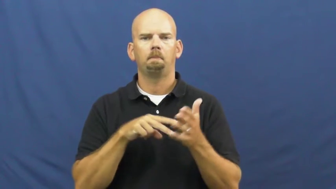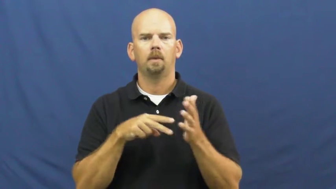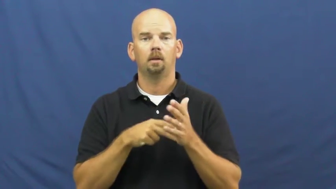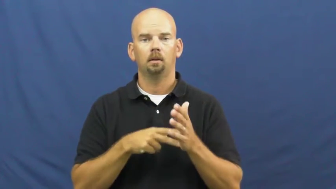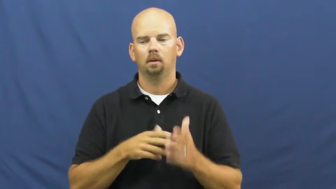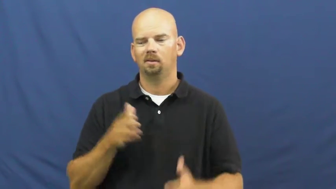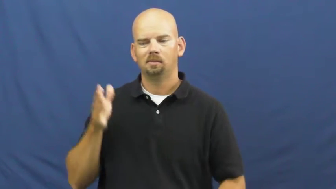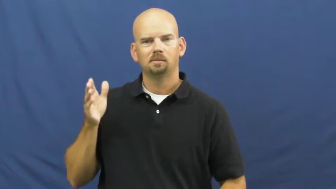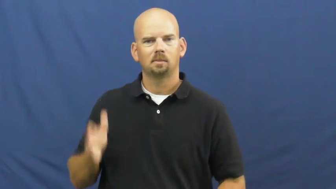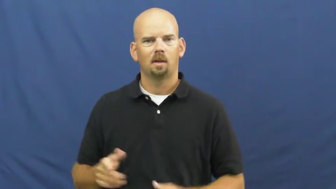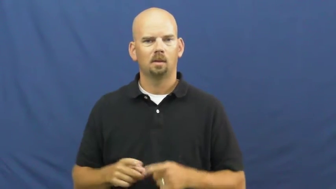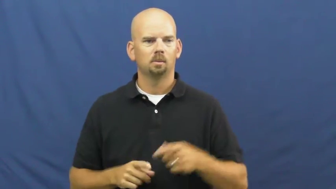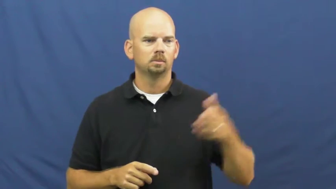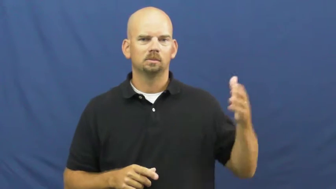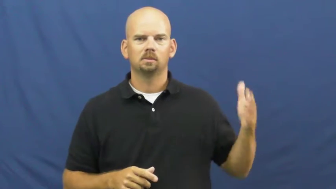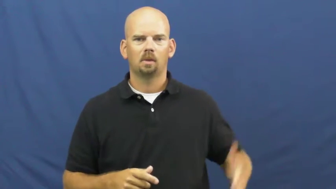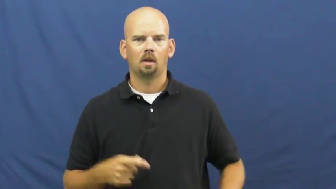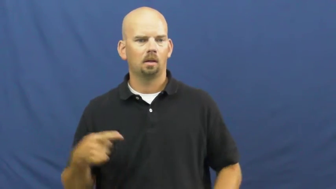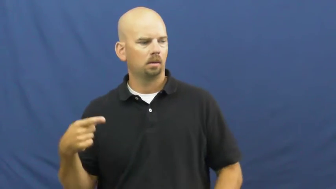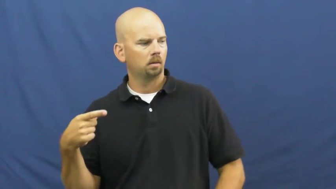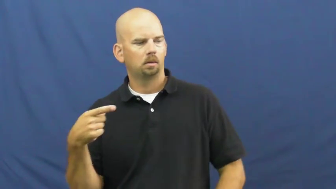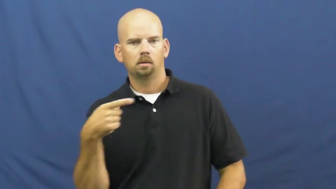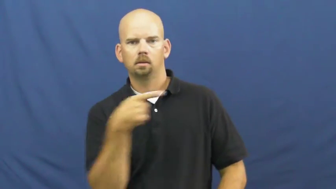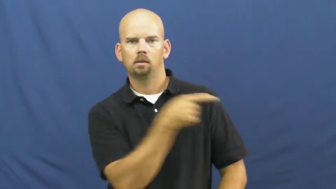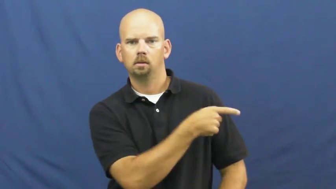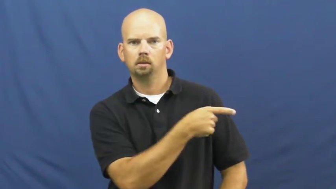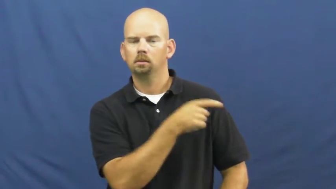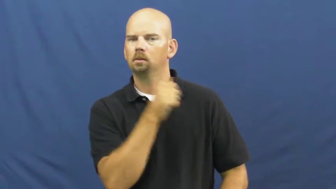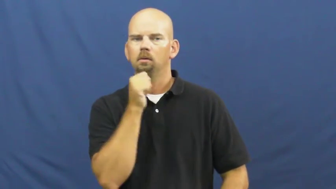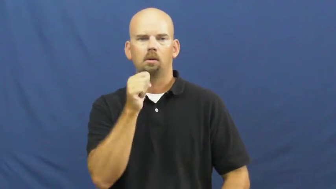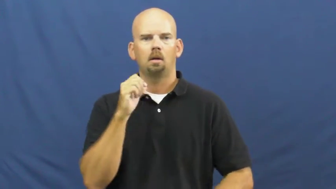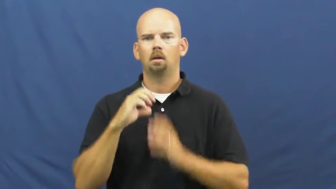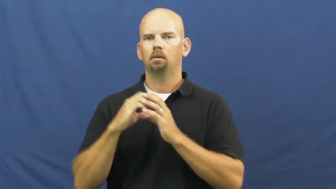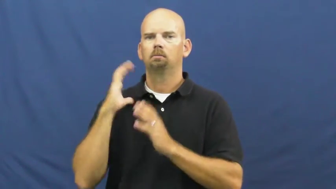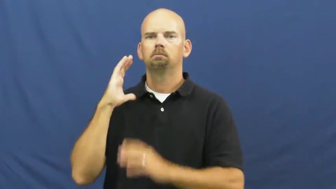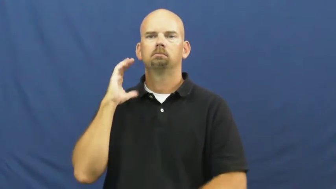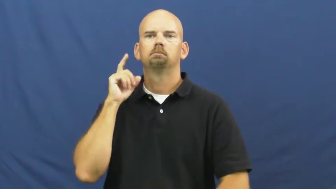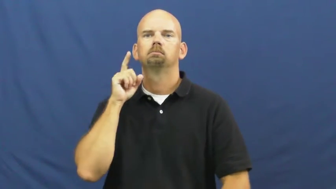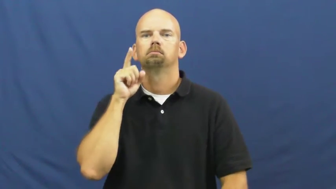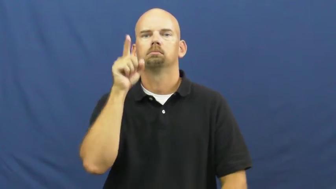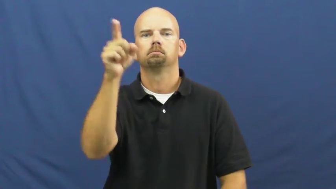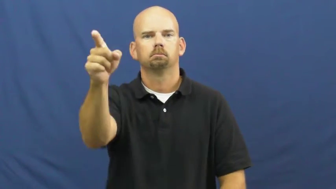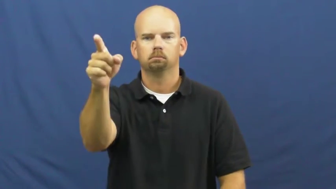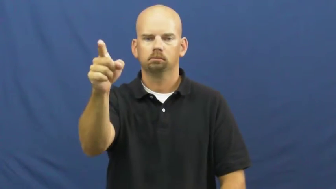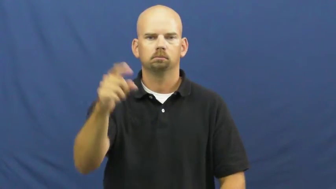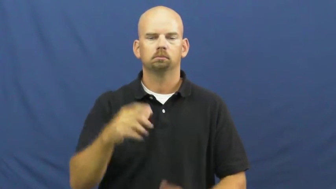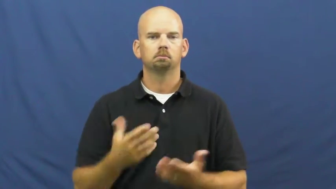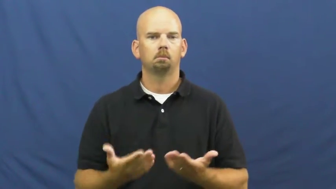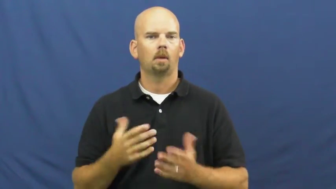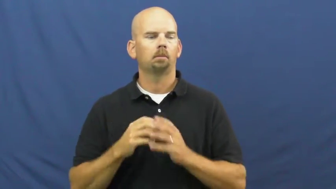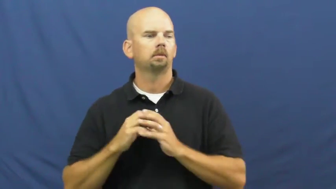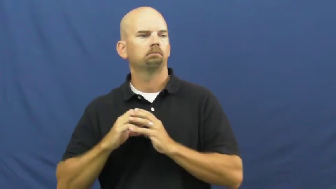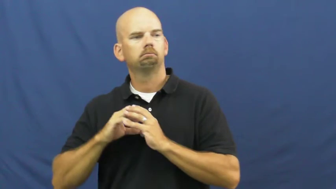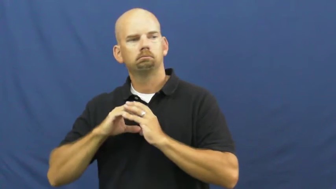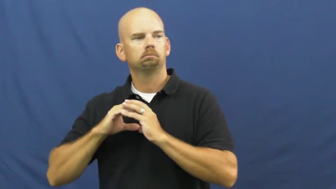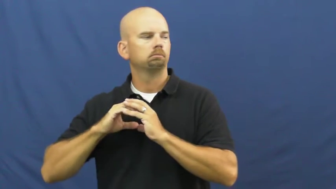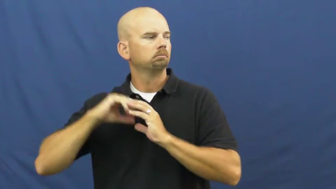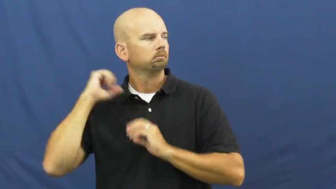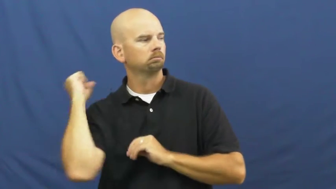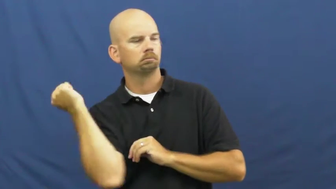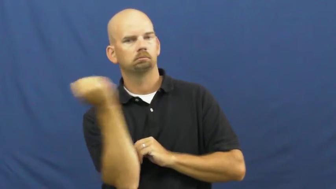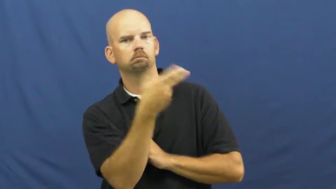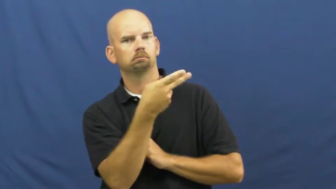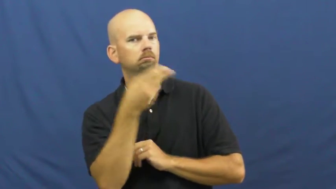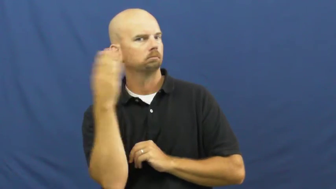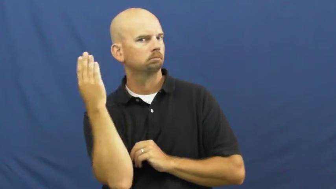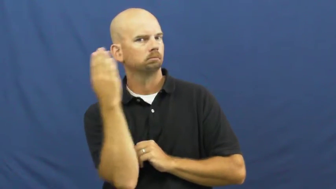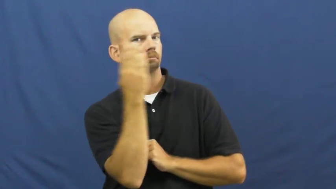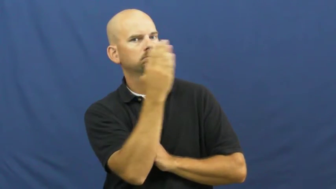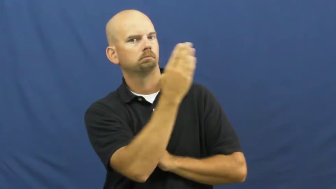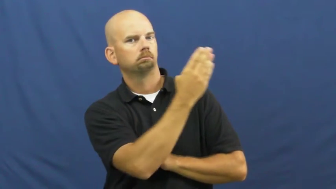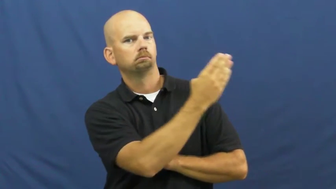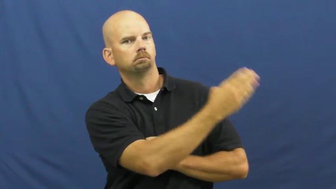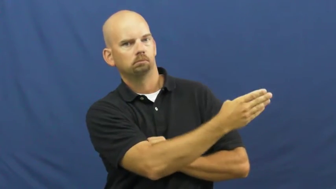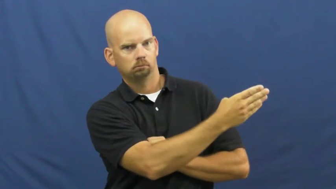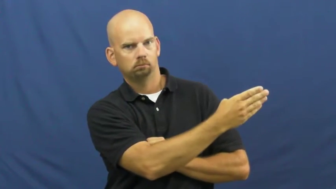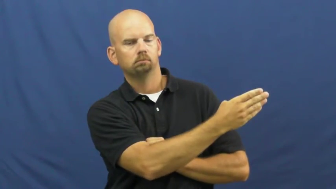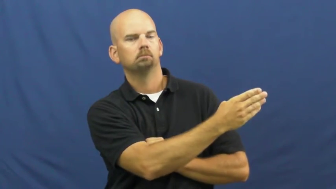lateral-football